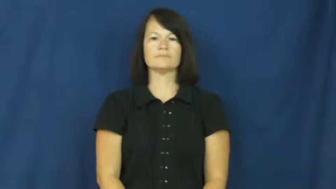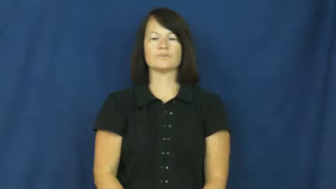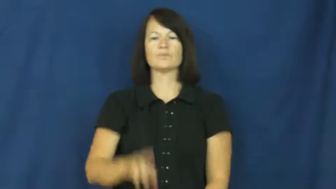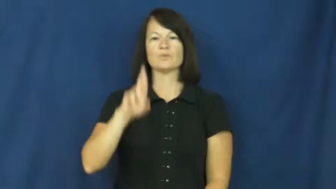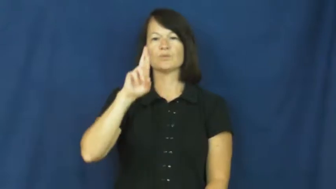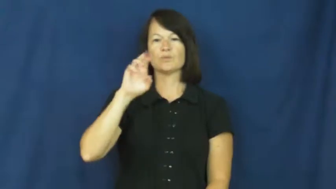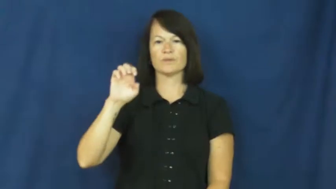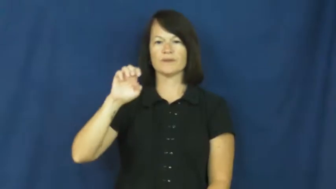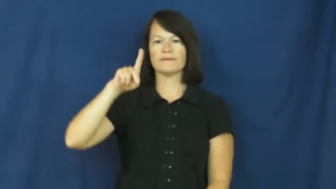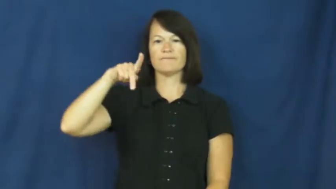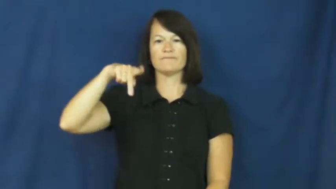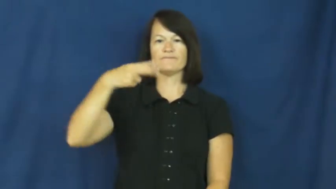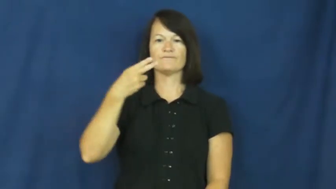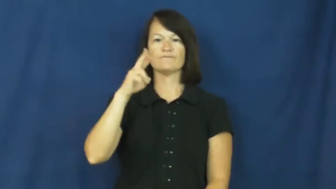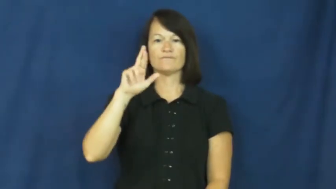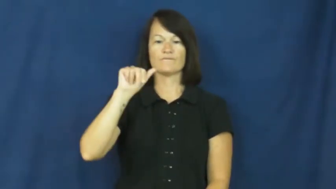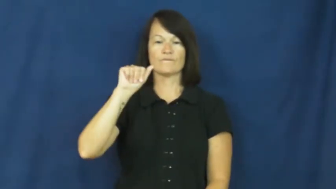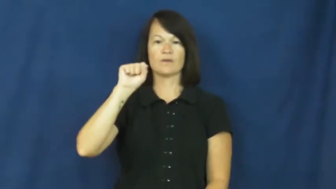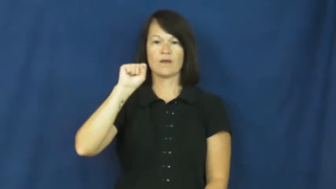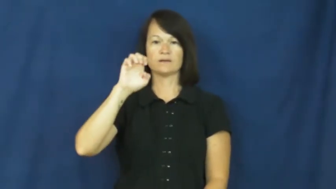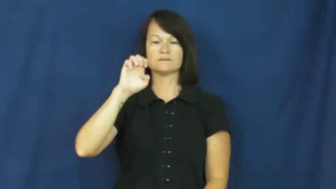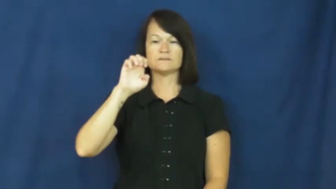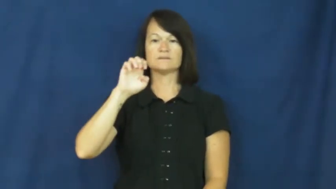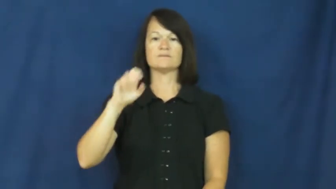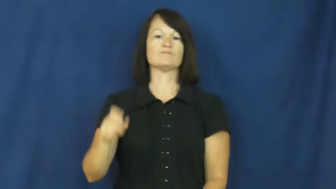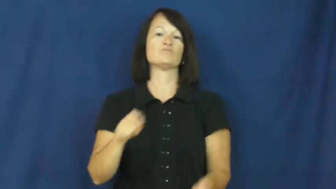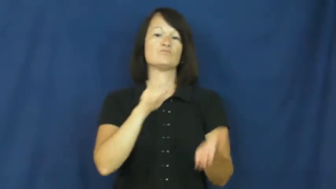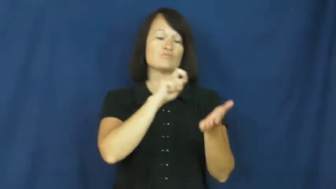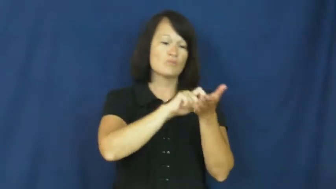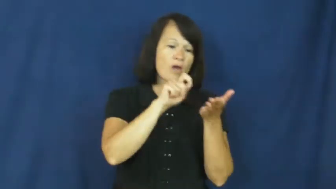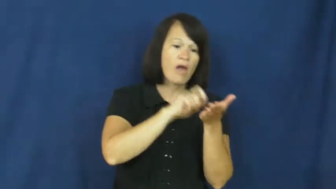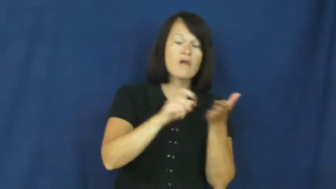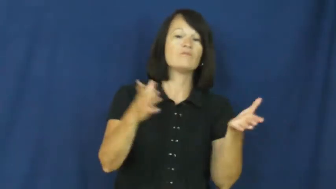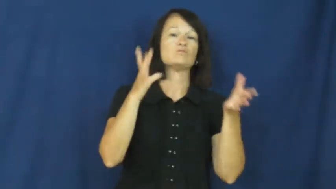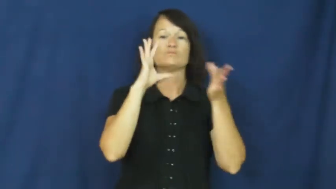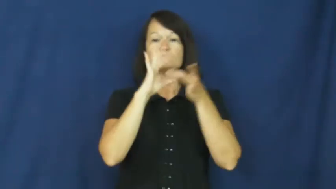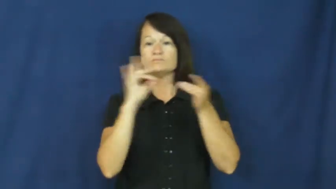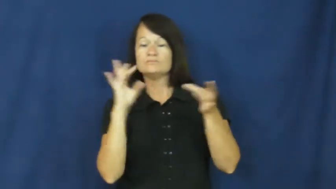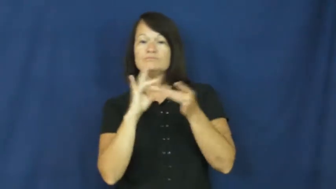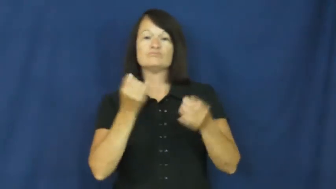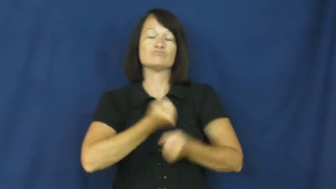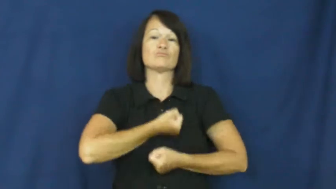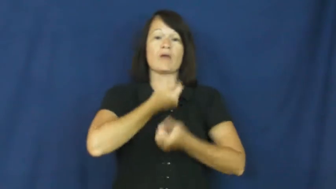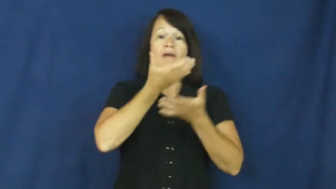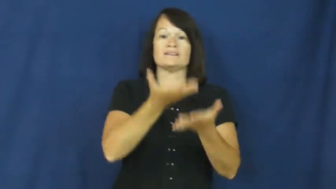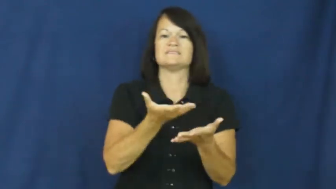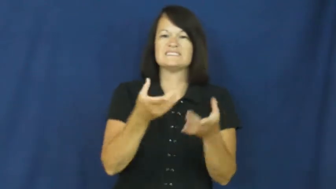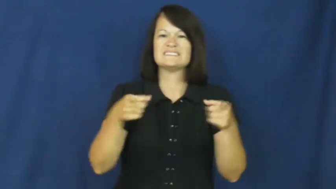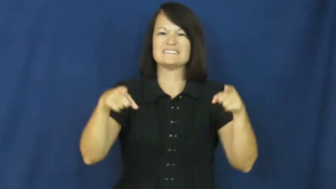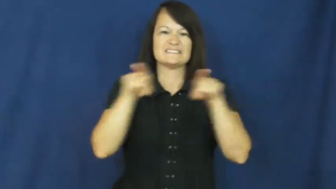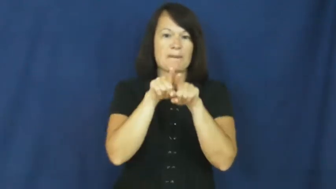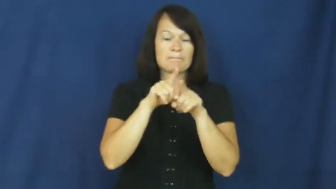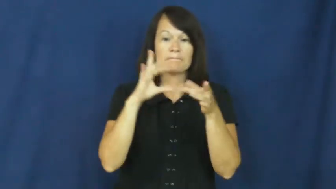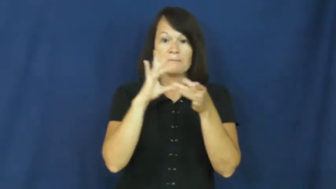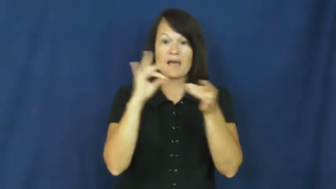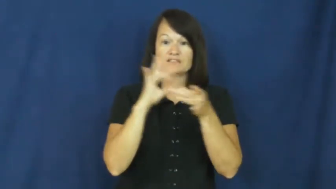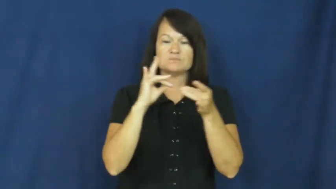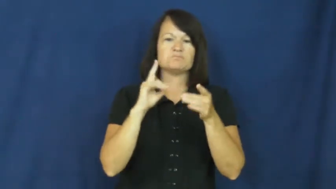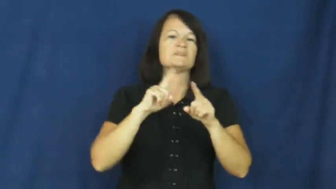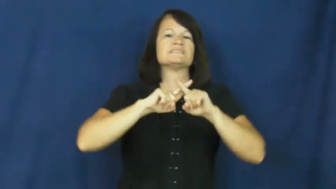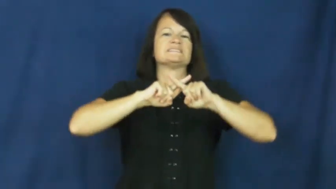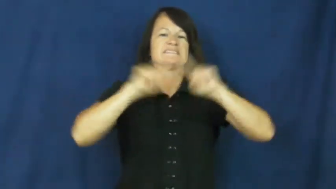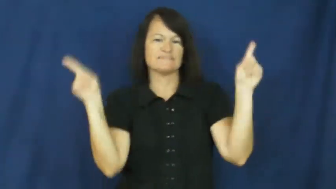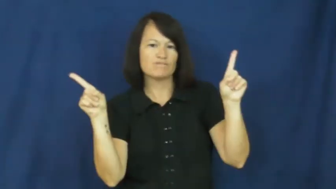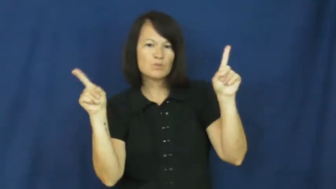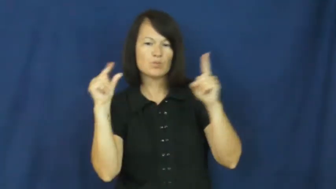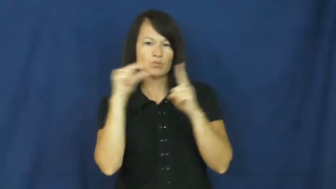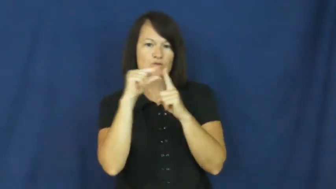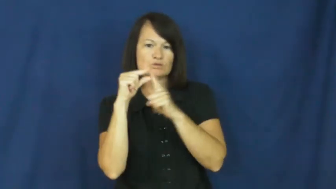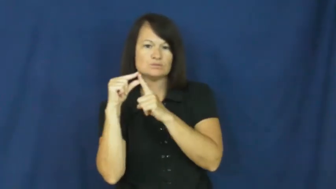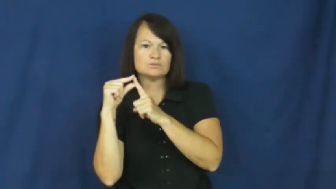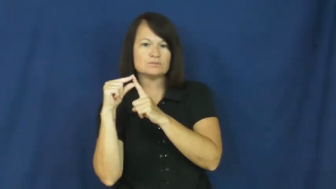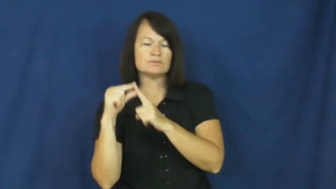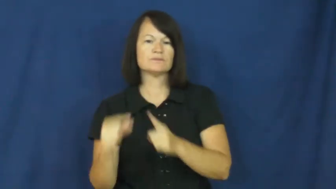rephrase